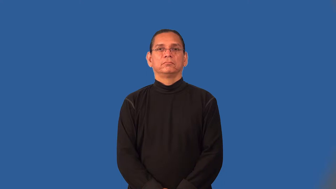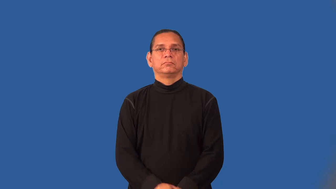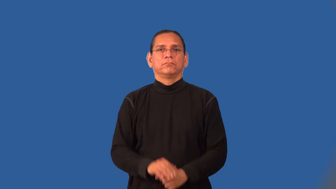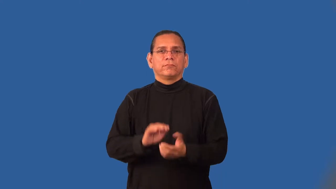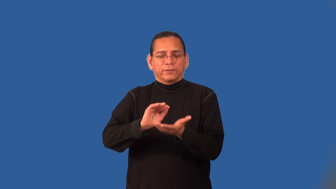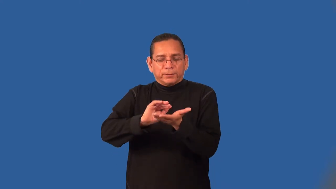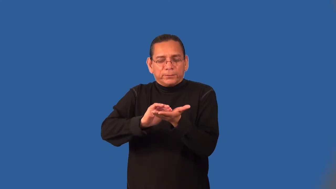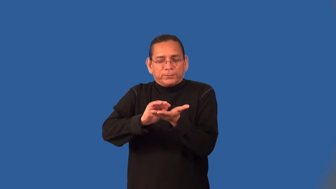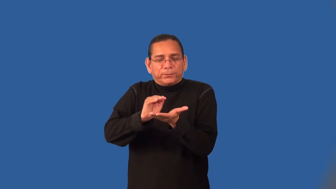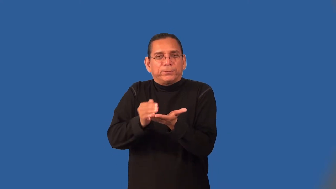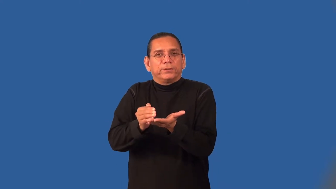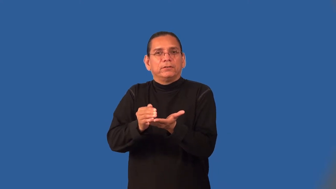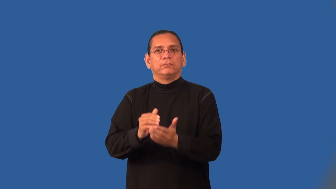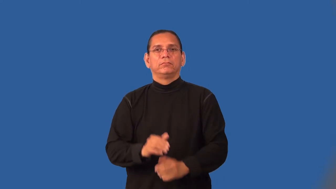modest-not too much